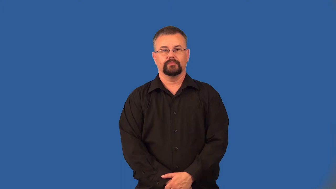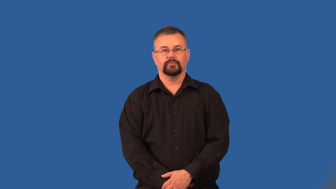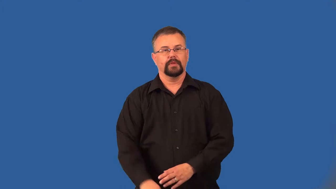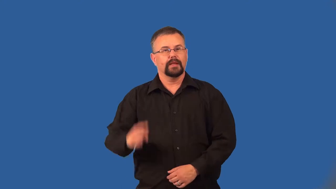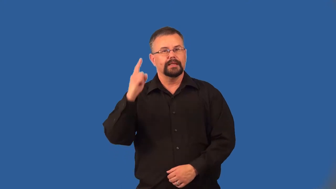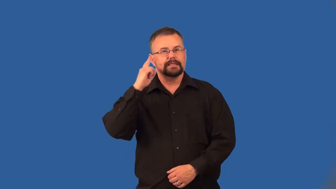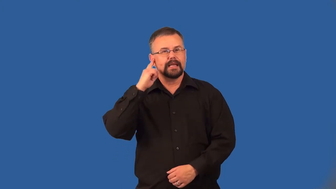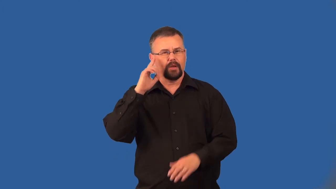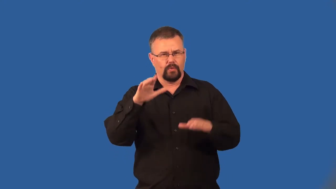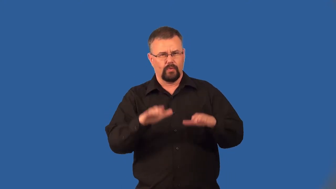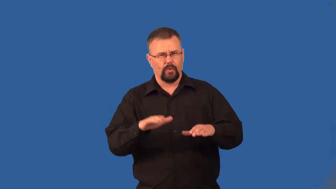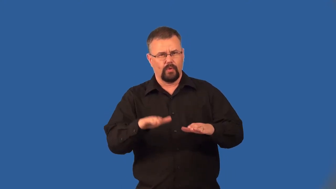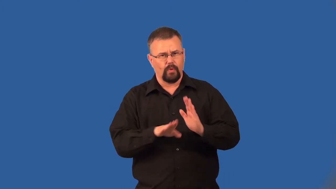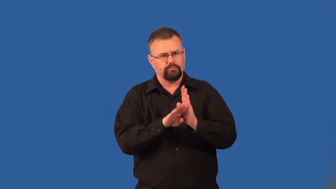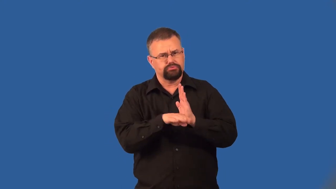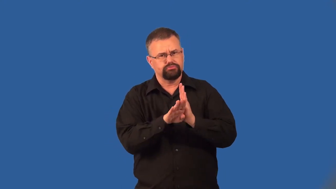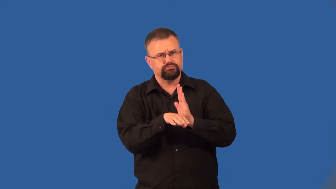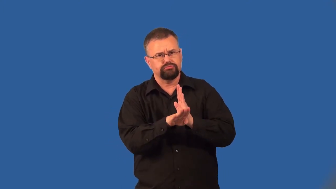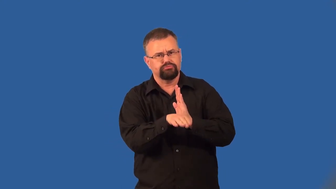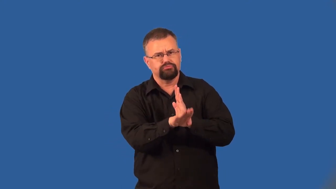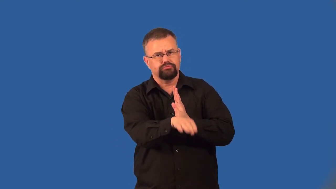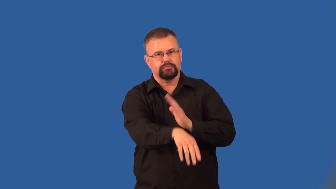grumble-noise